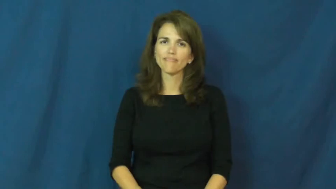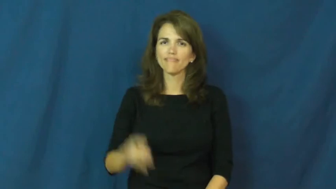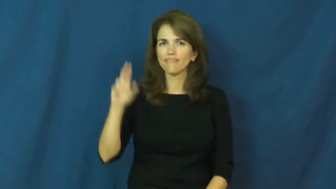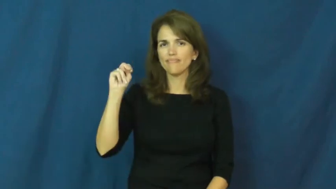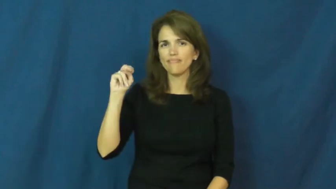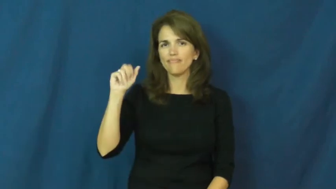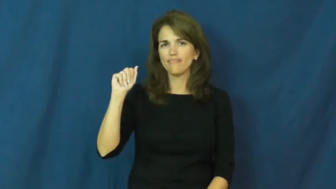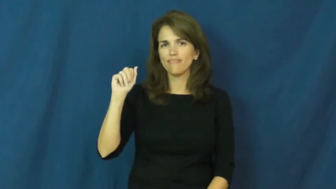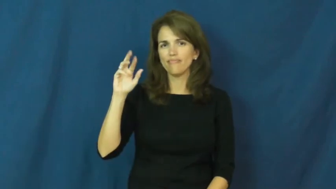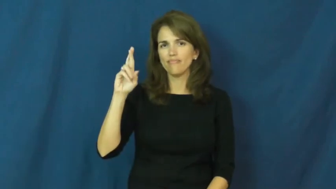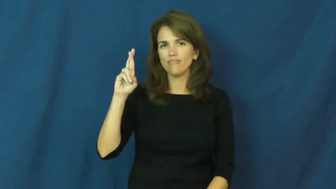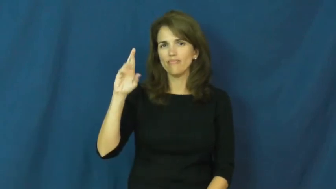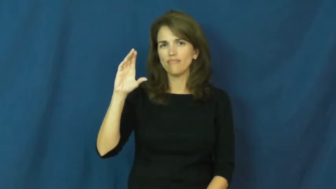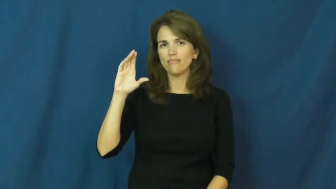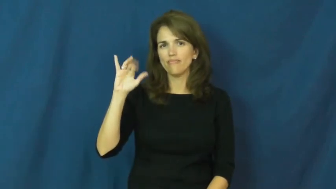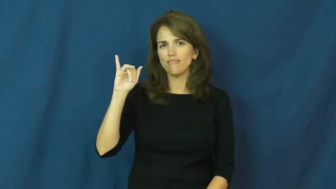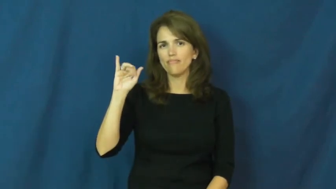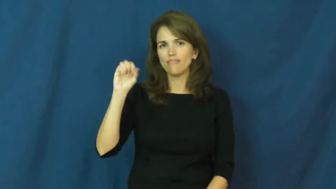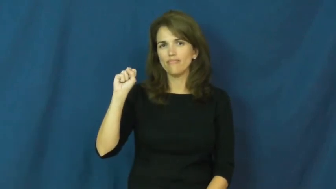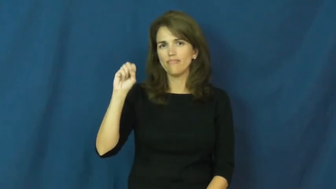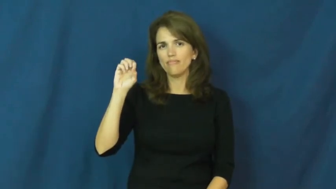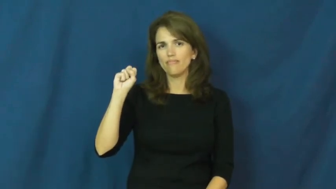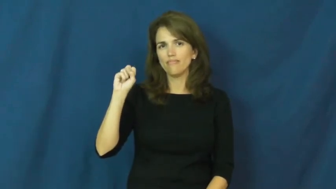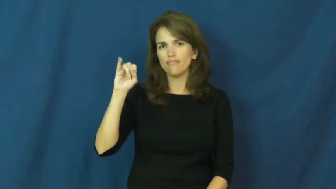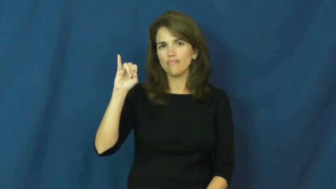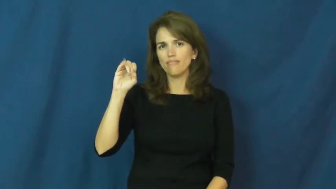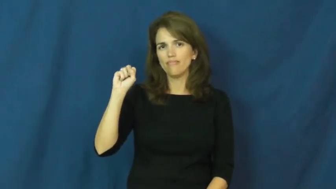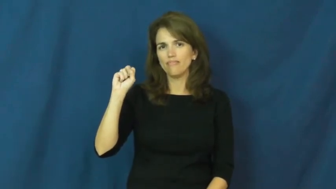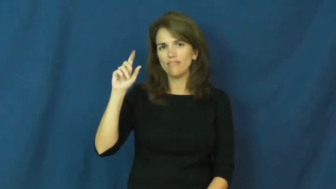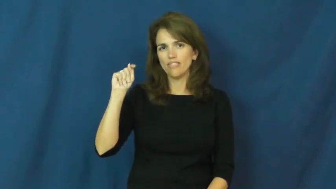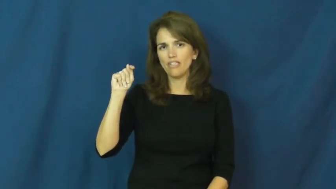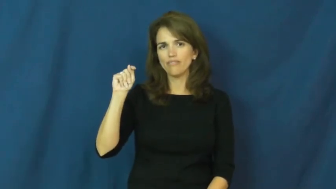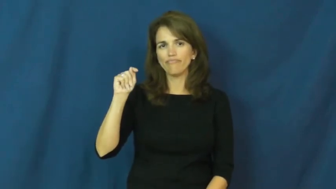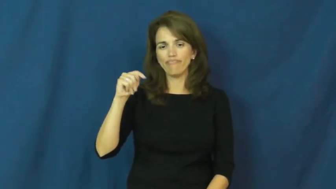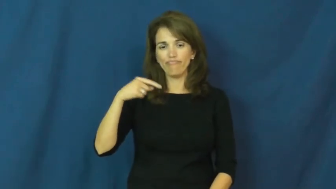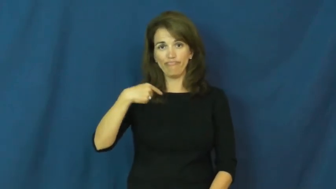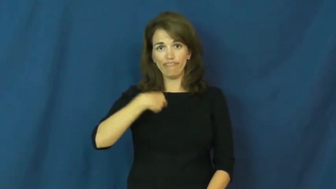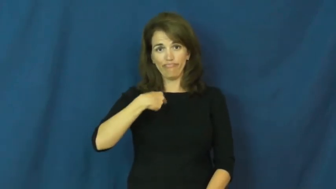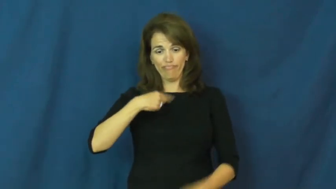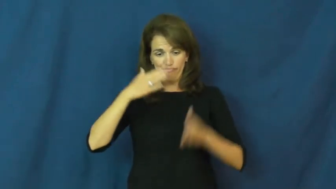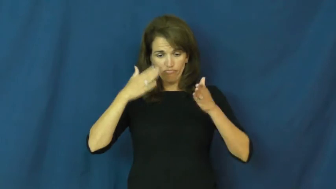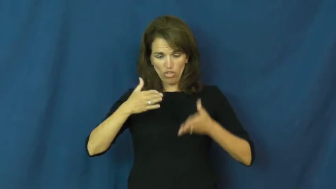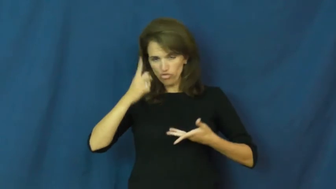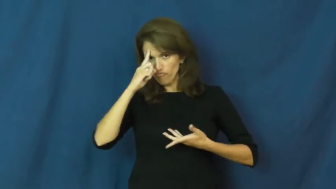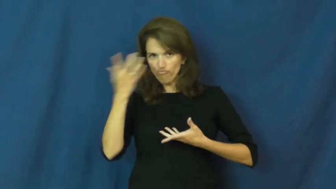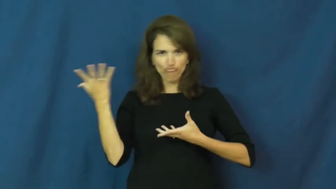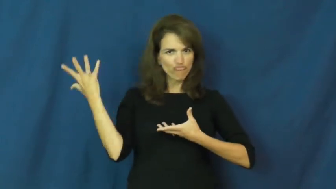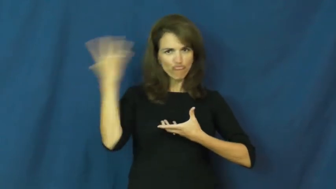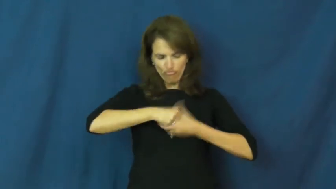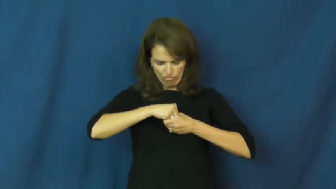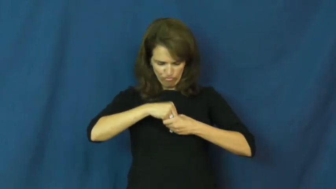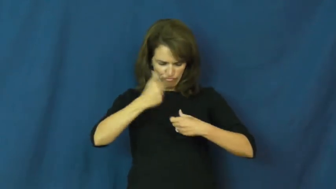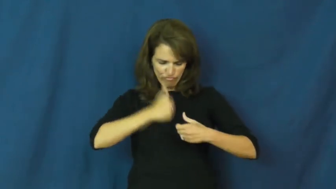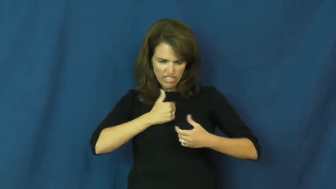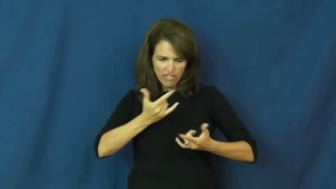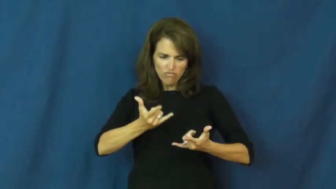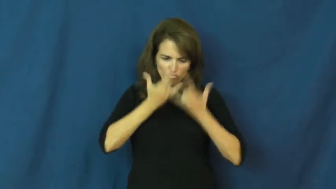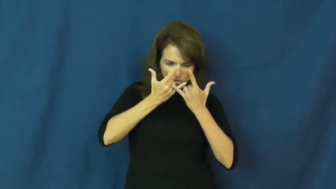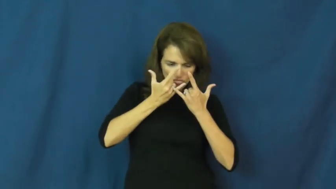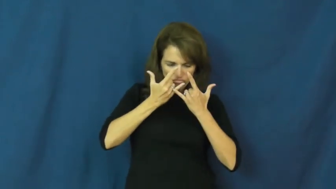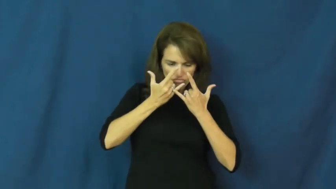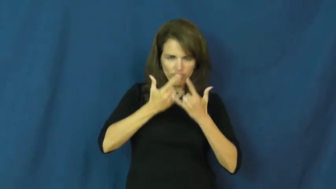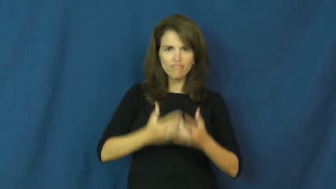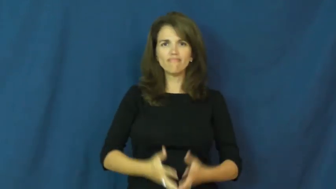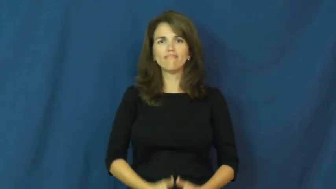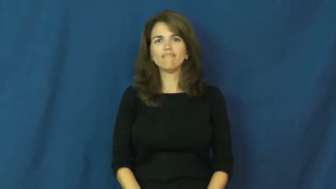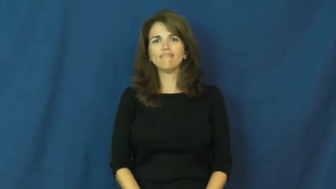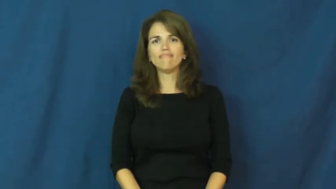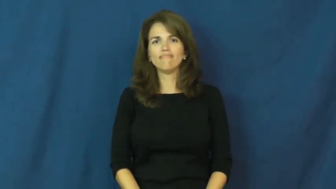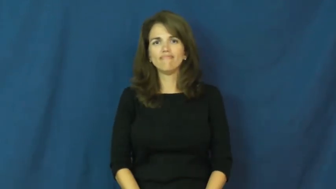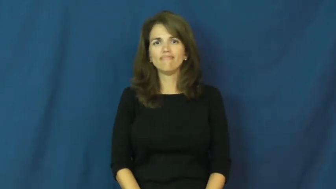narcissist